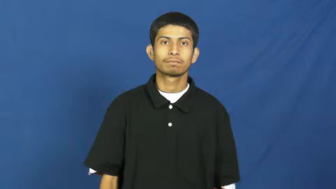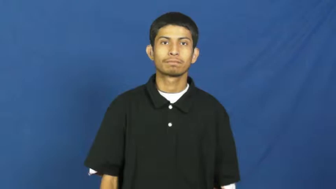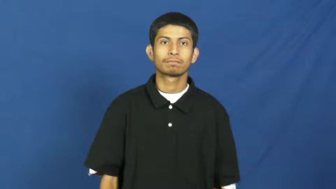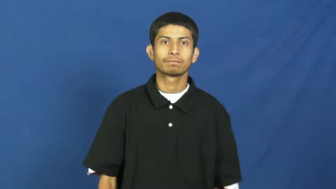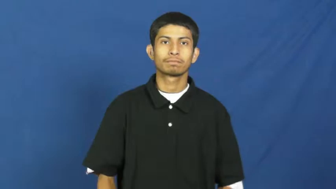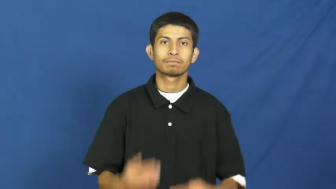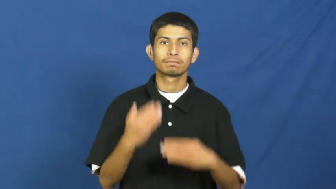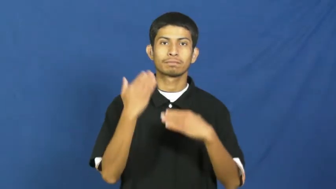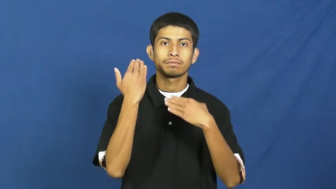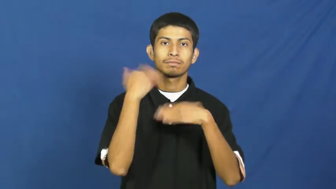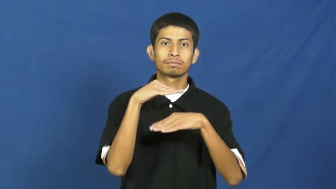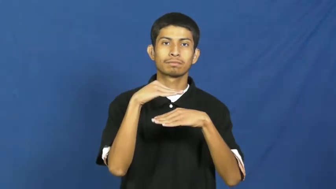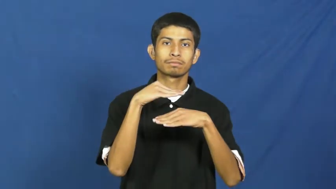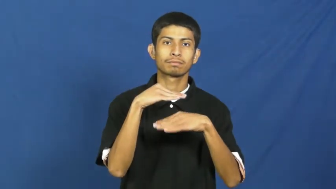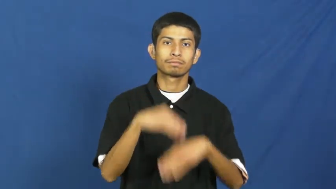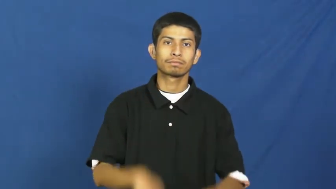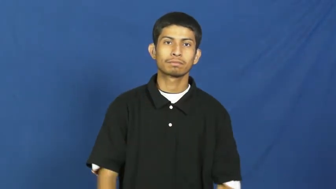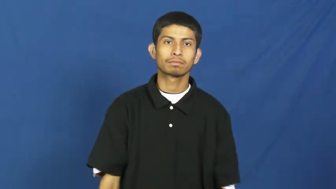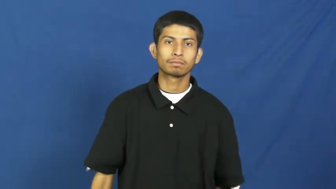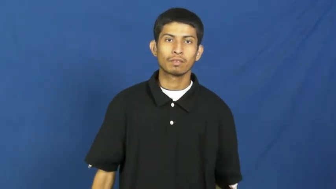finite